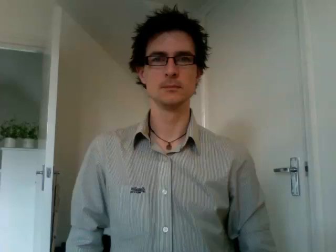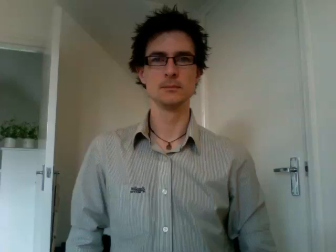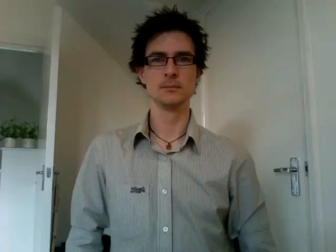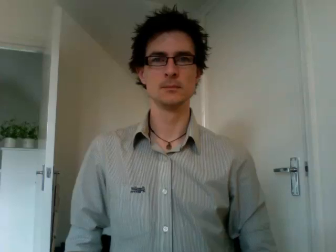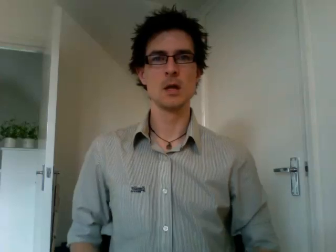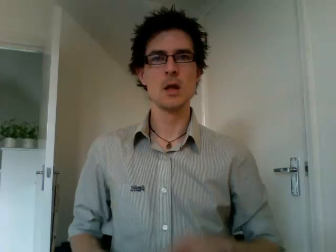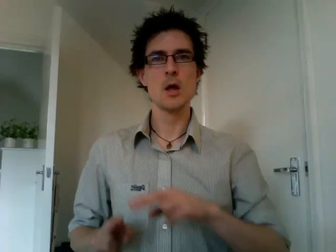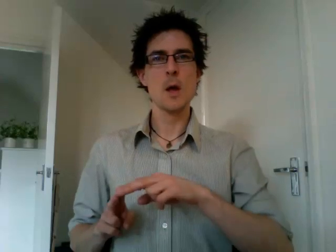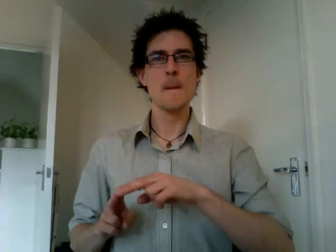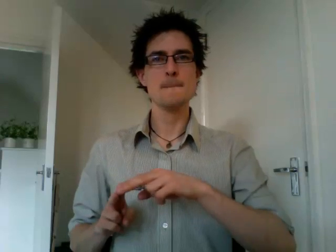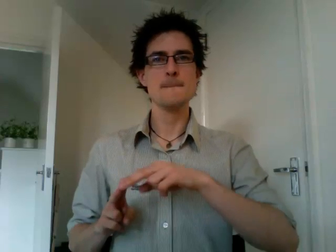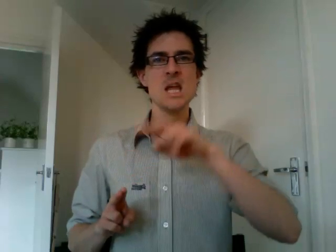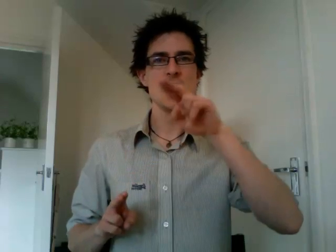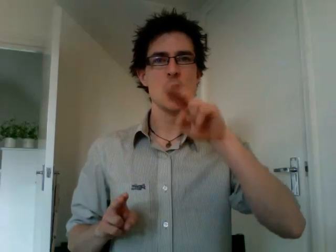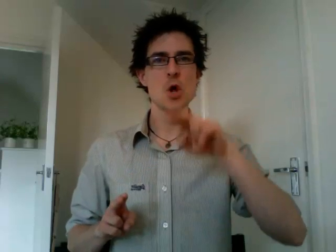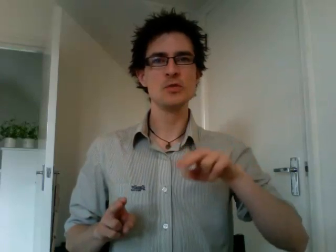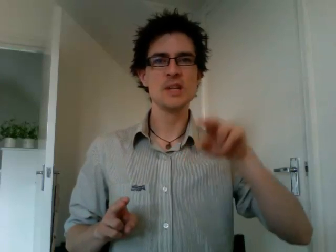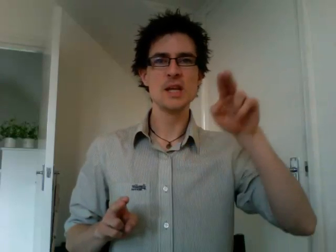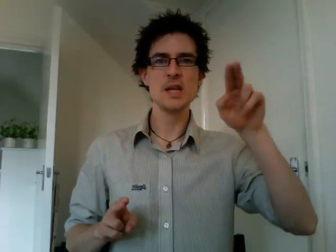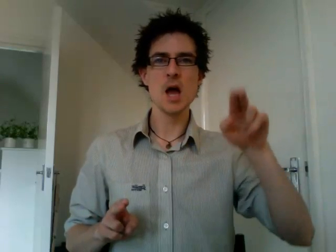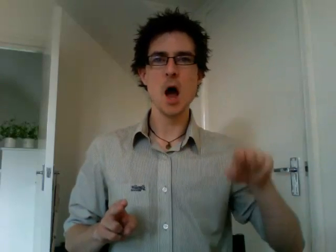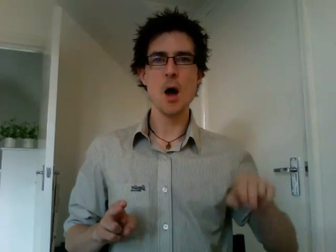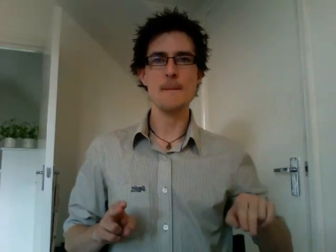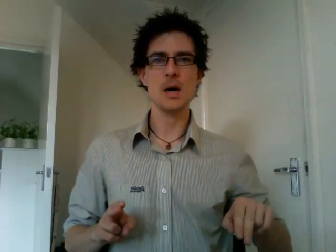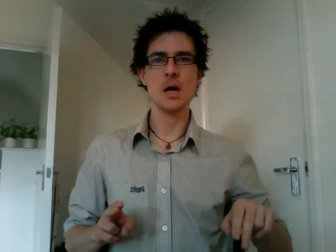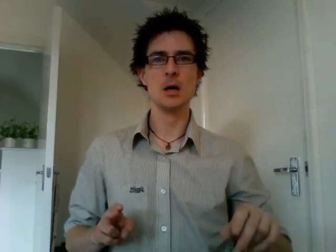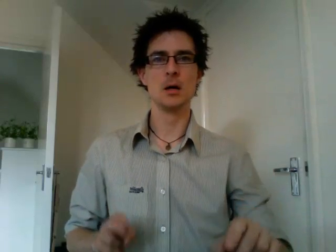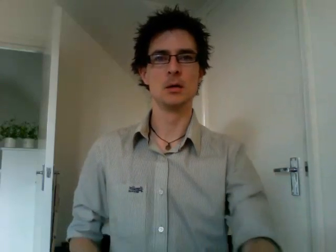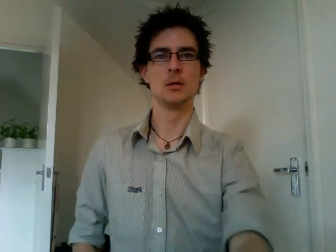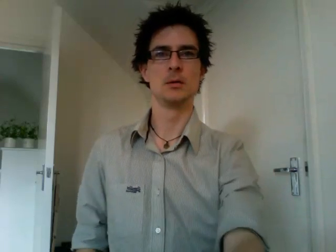museum